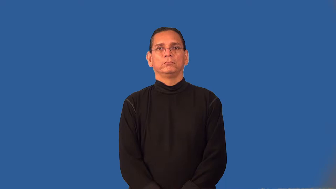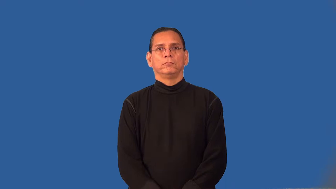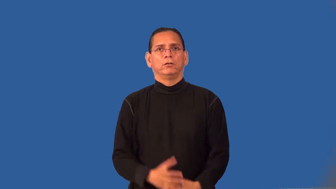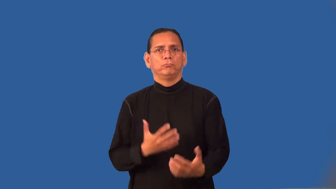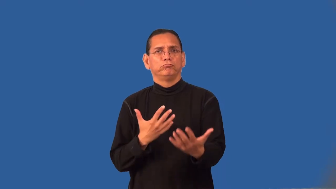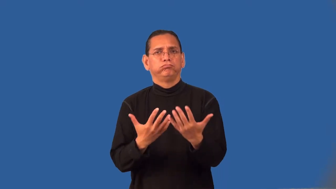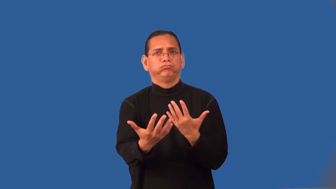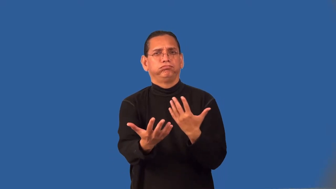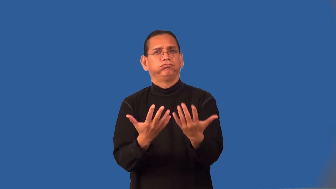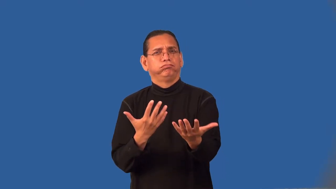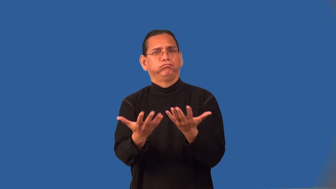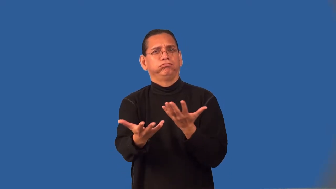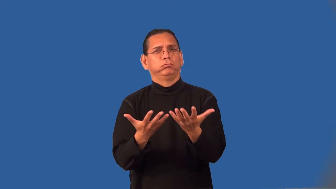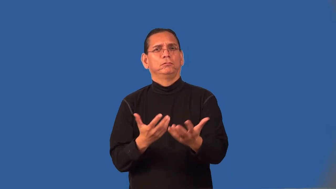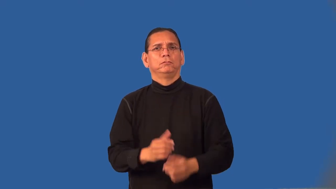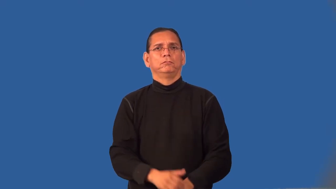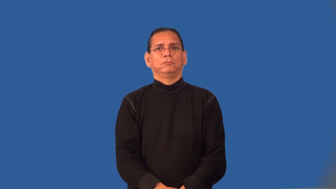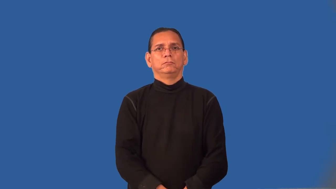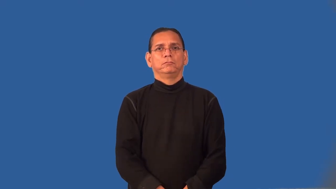rapport